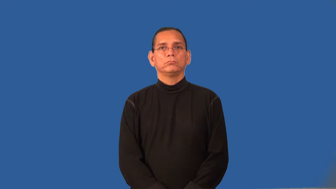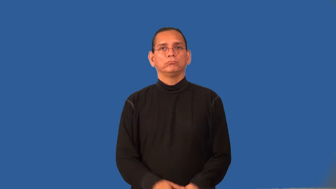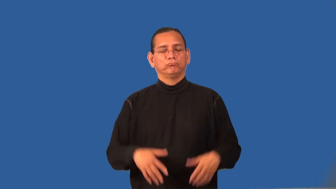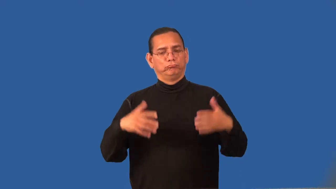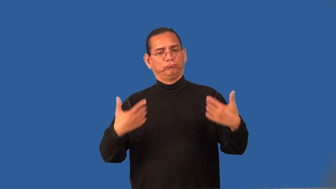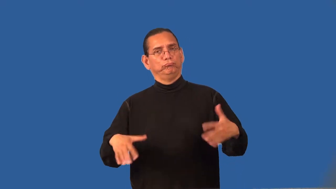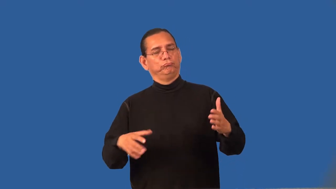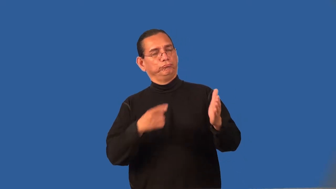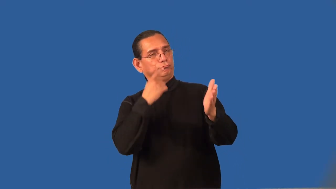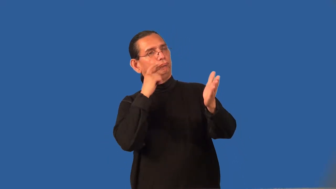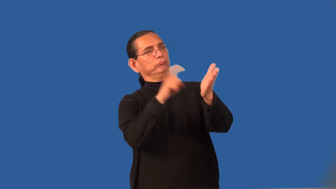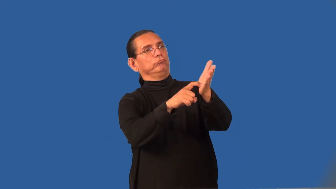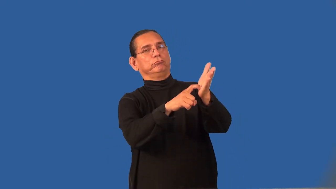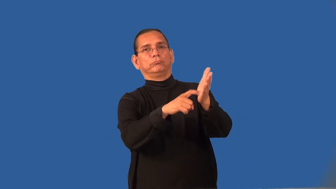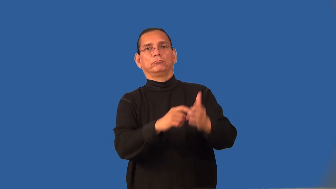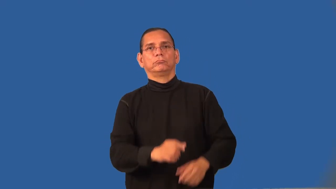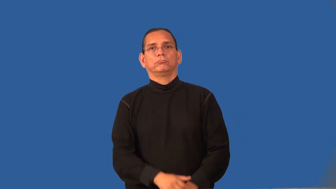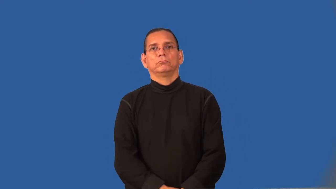recognize-praise